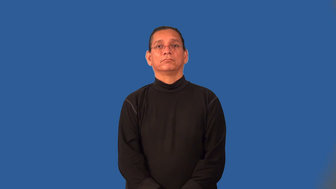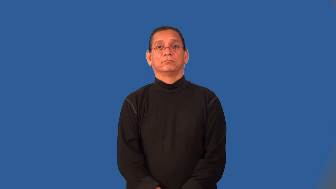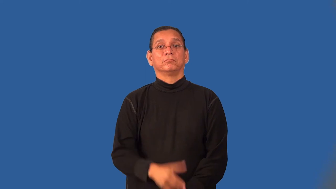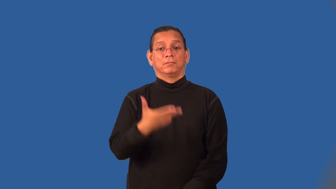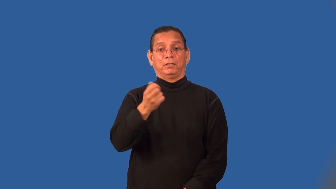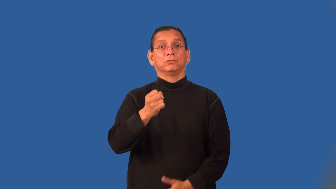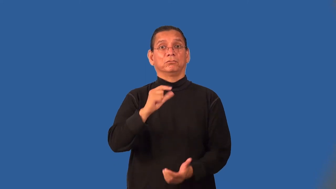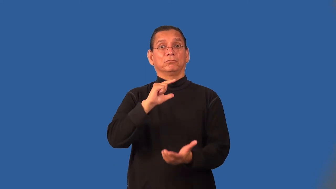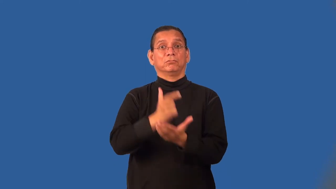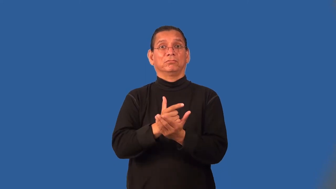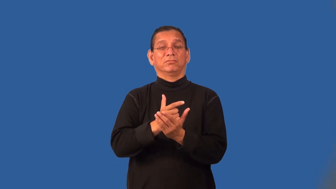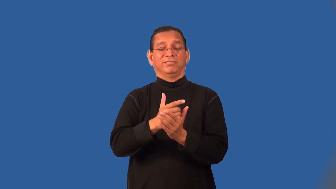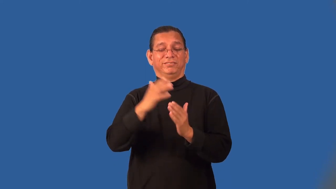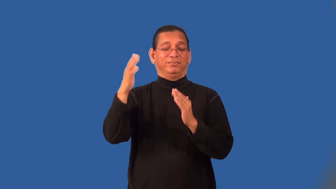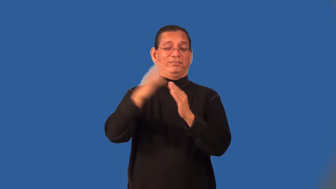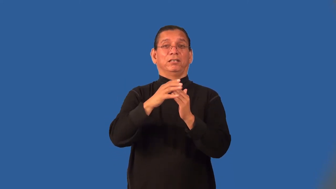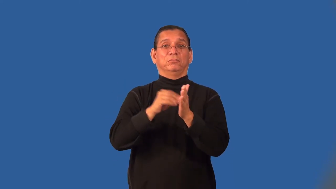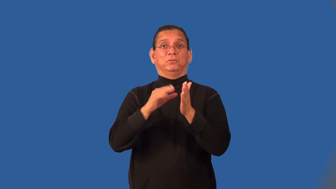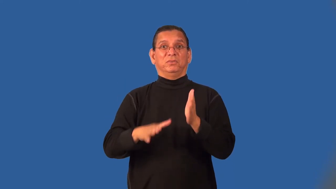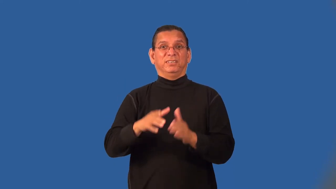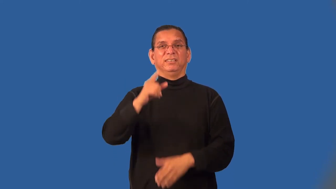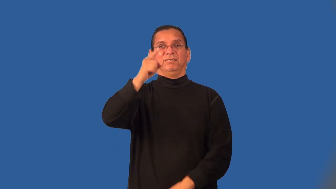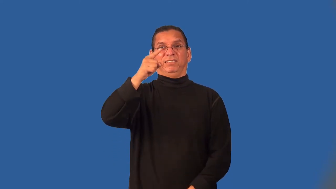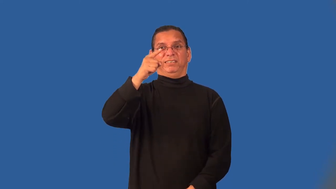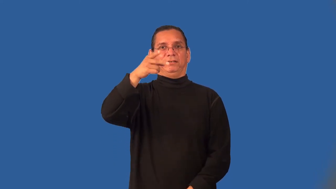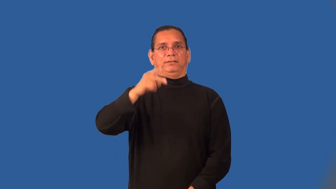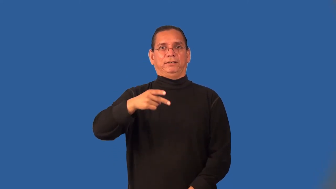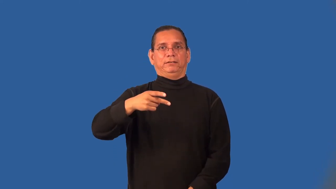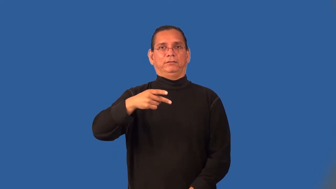salutatorian